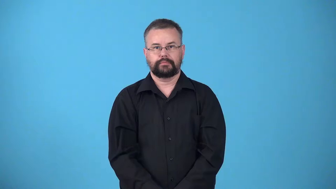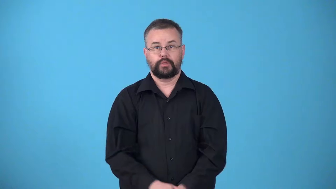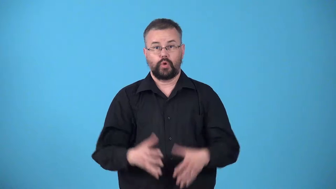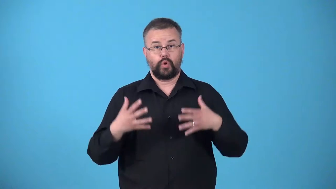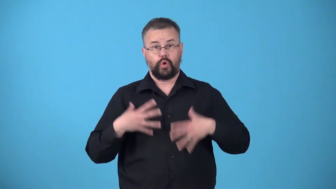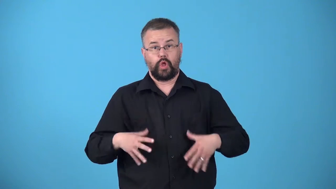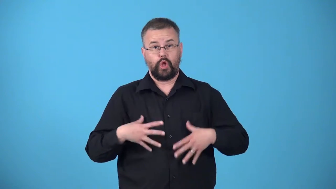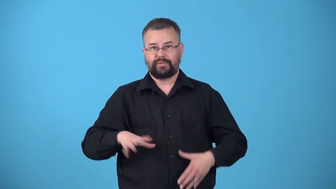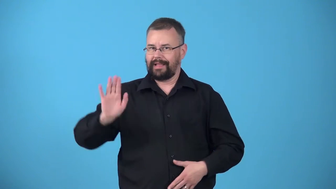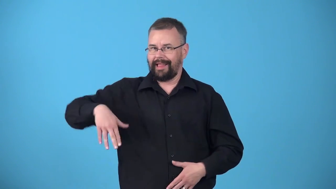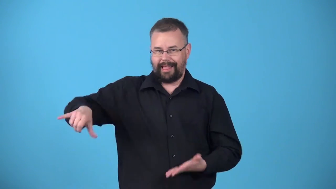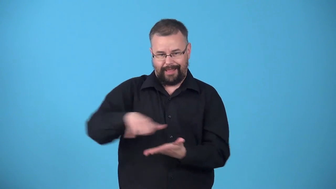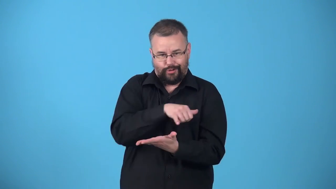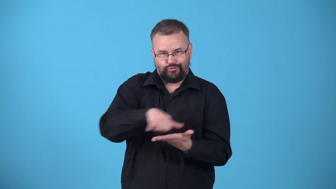unpressed